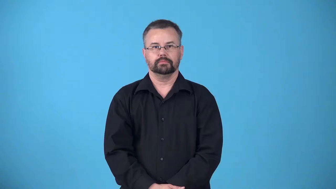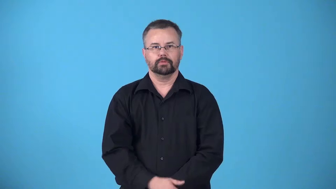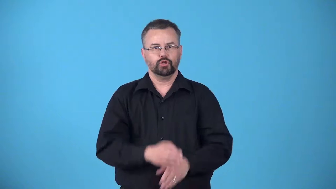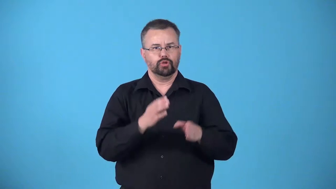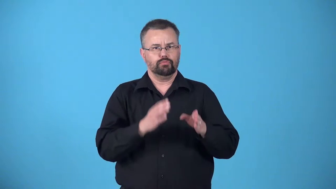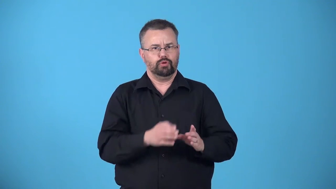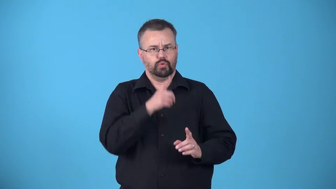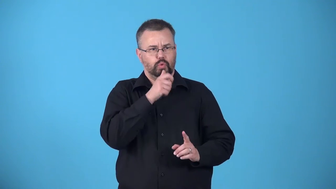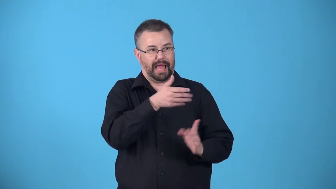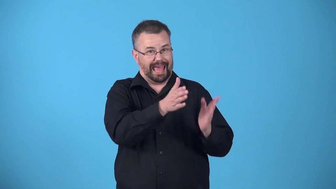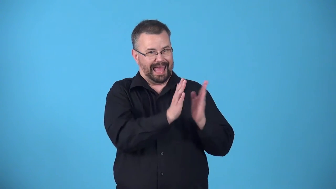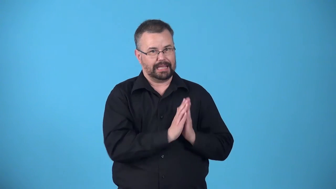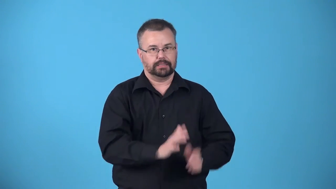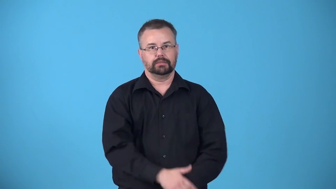asker,requester